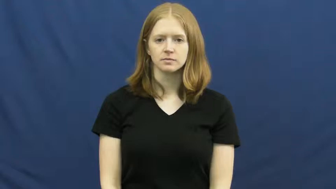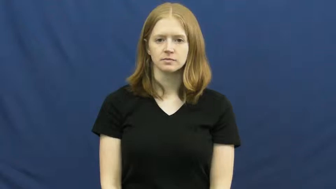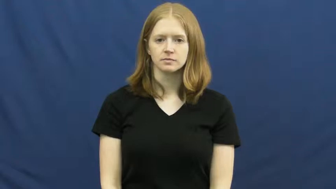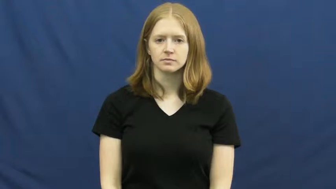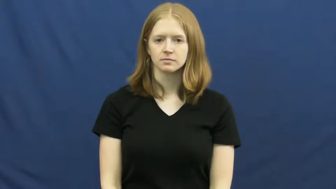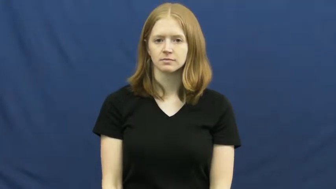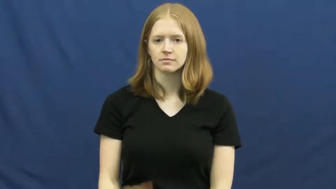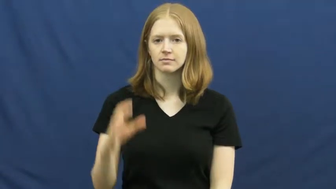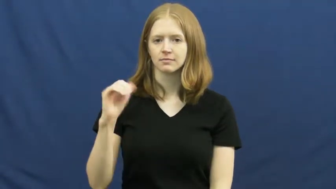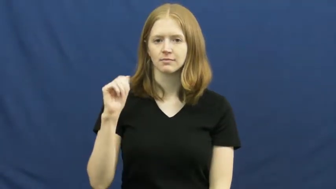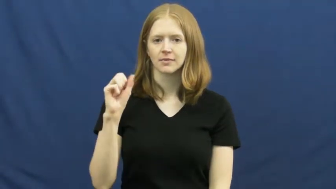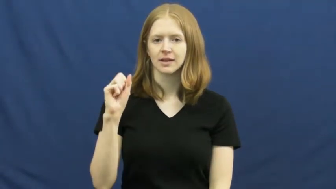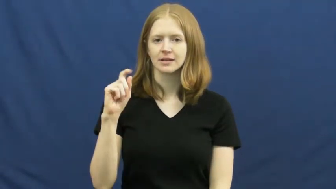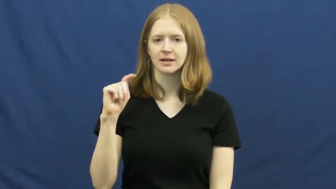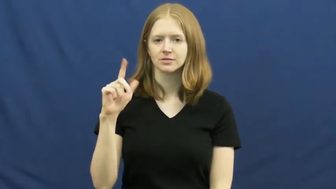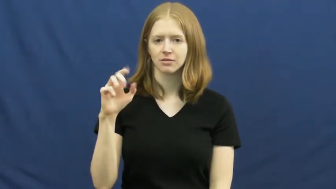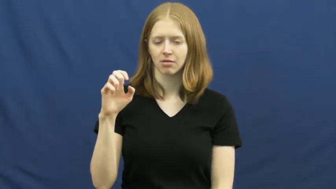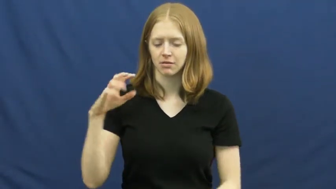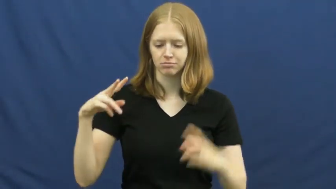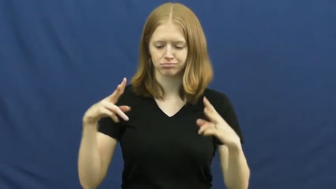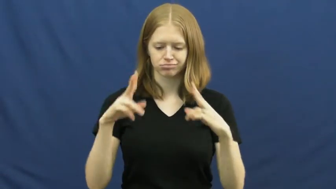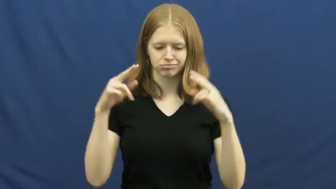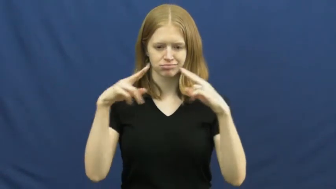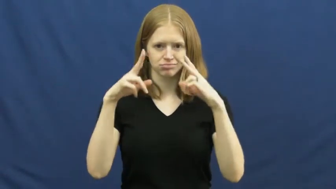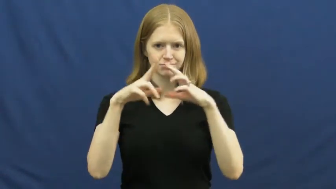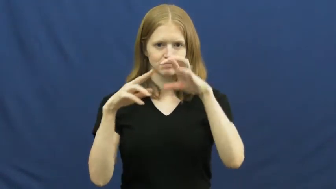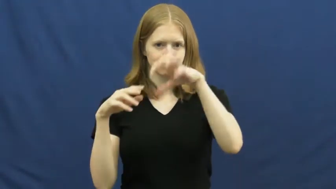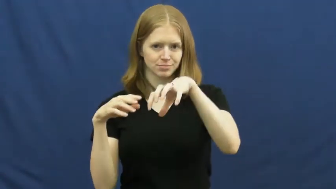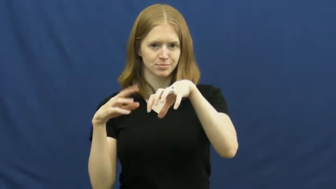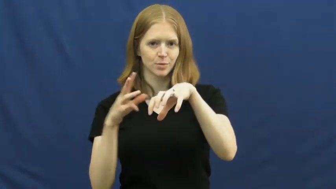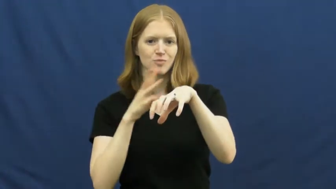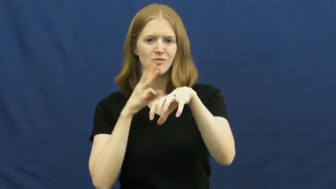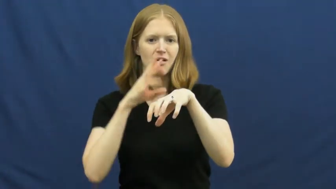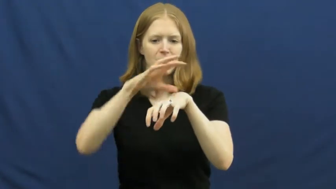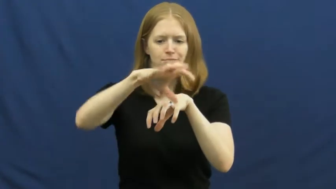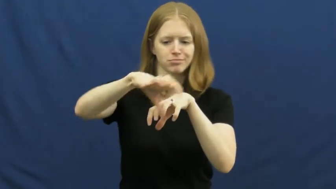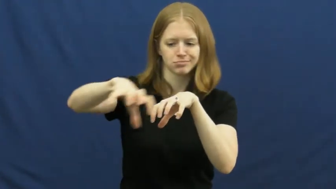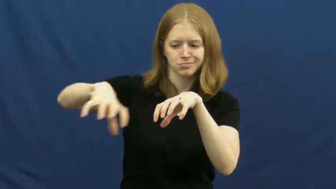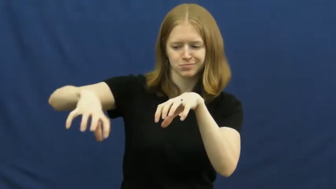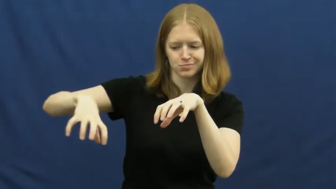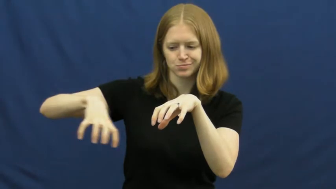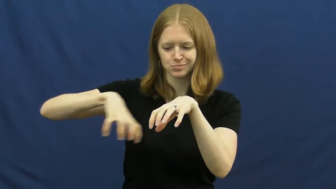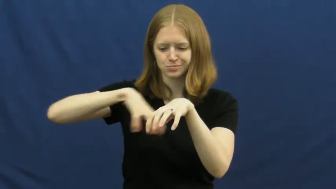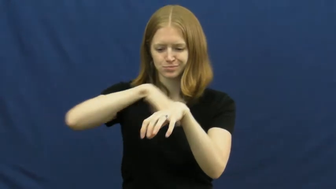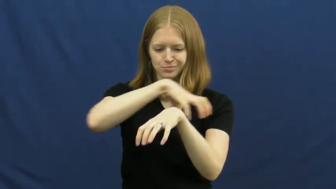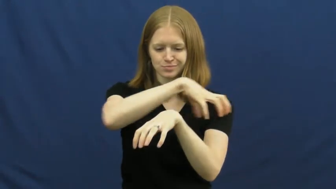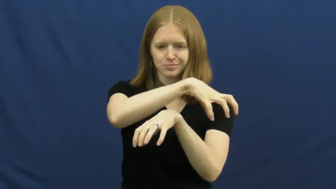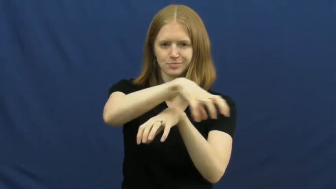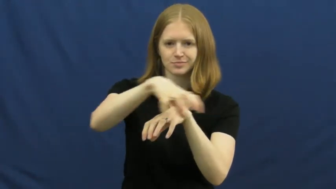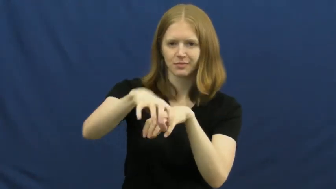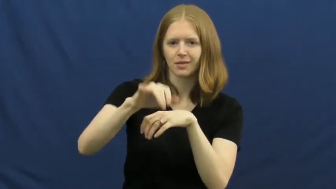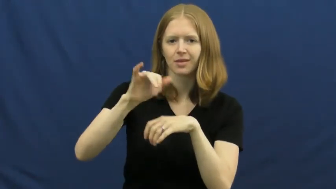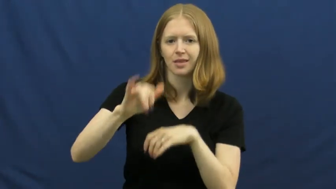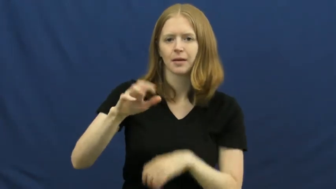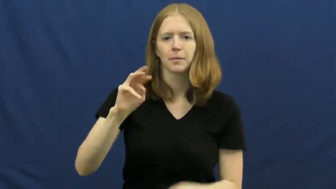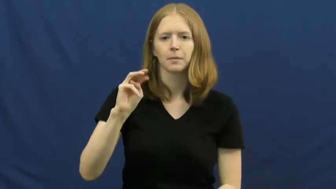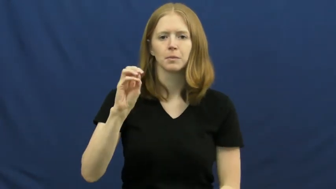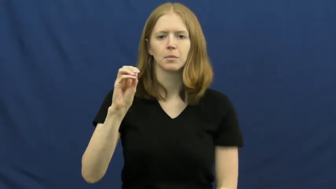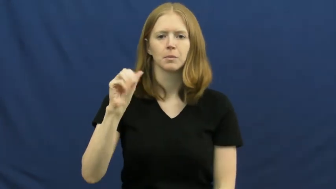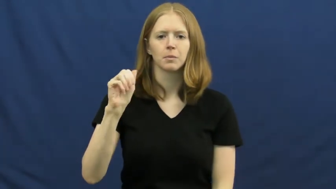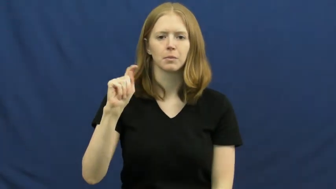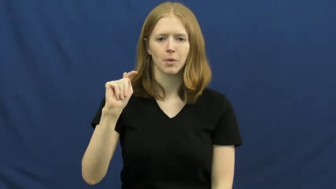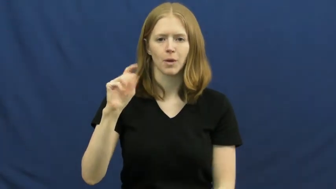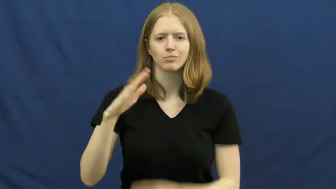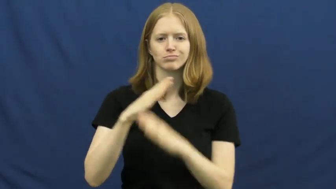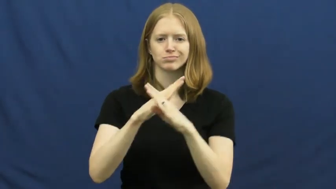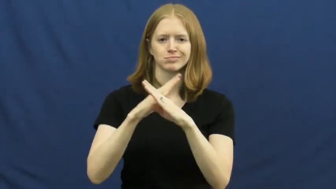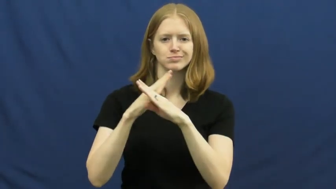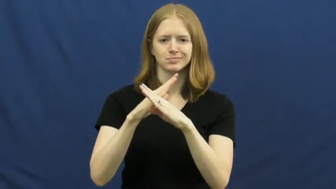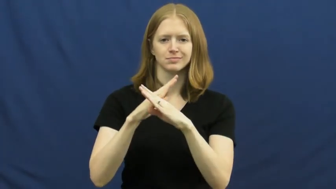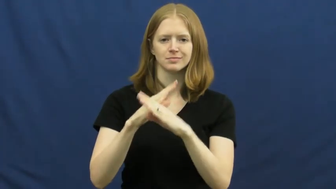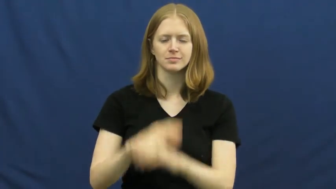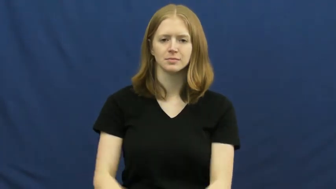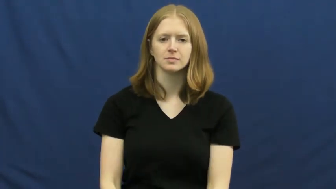moat